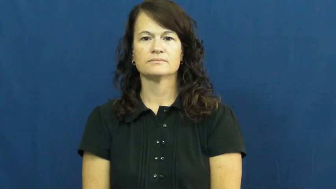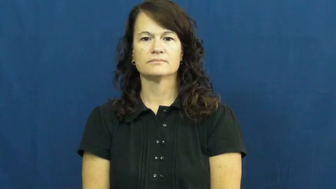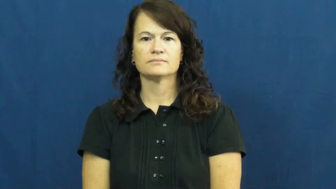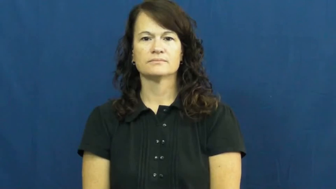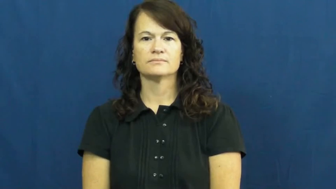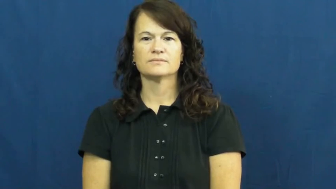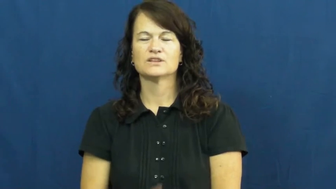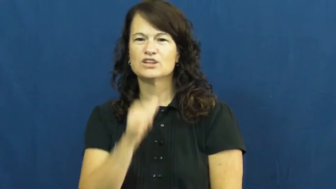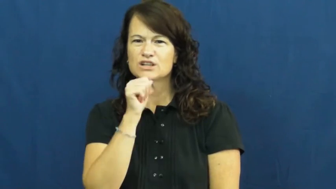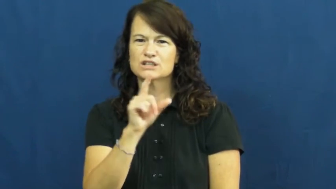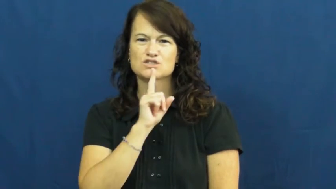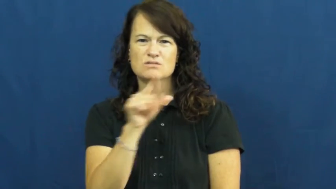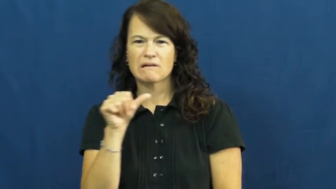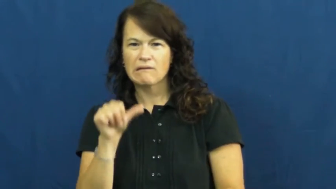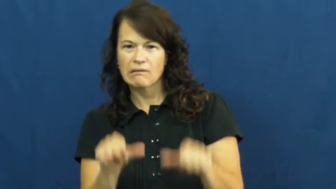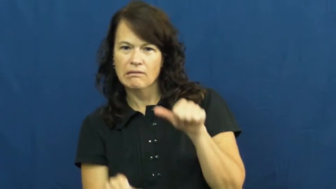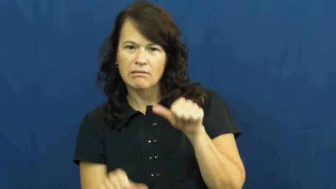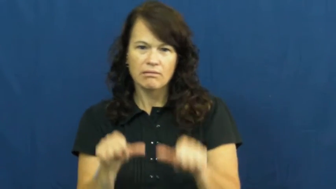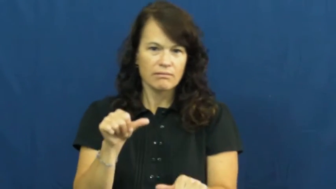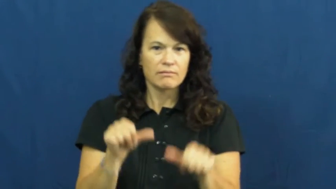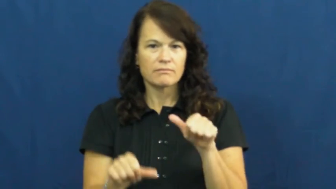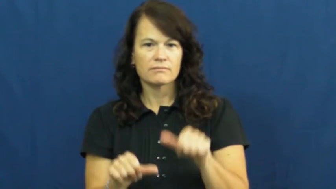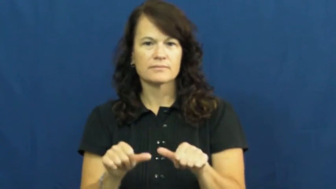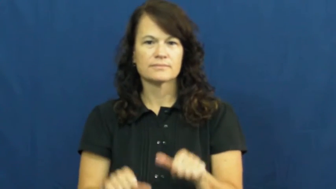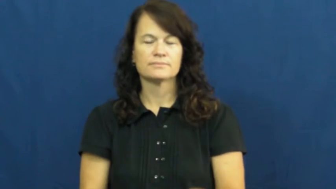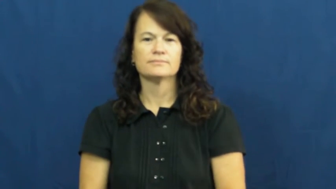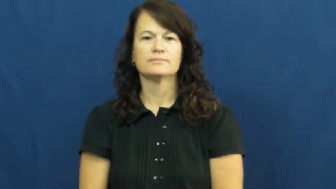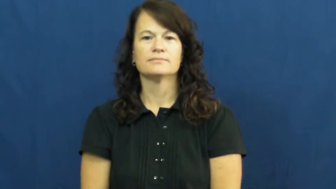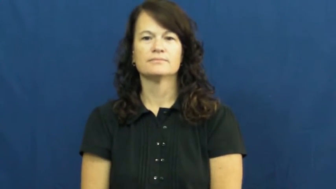unsure,torn,vacillate,hem and haw,iffy,insecure,reserve